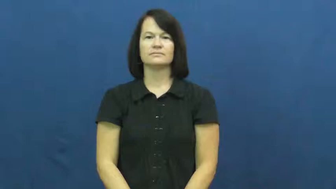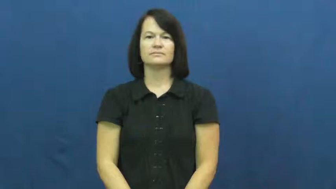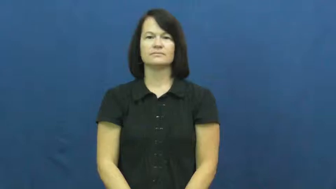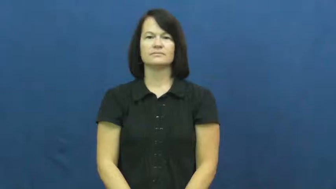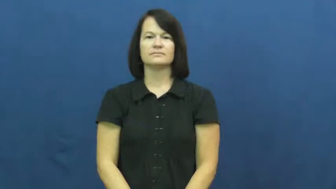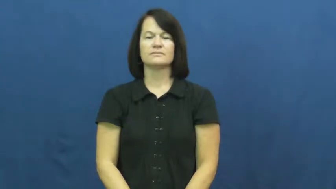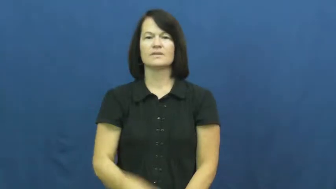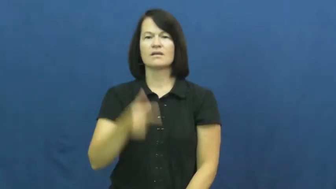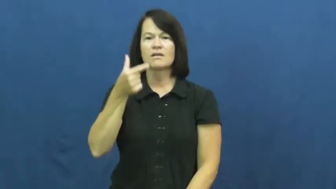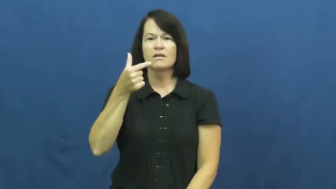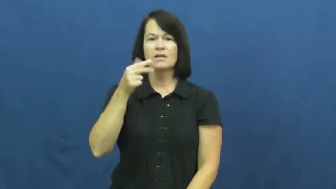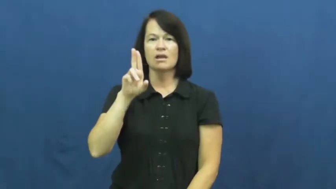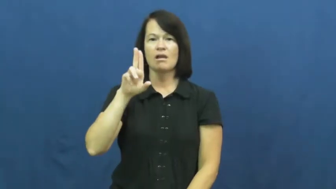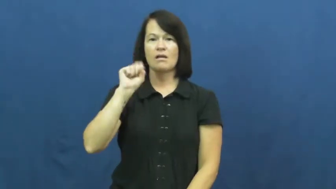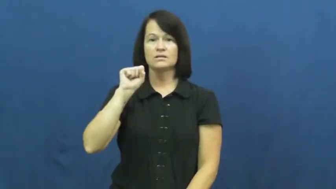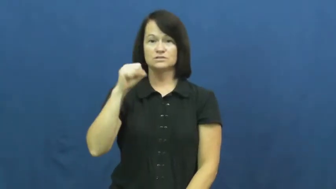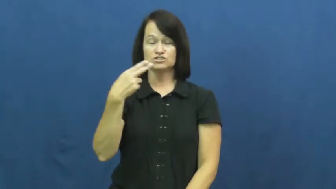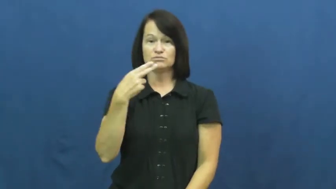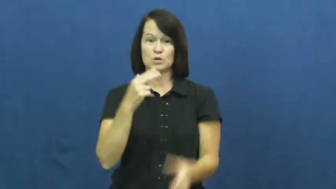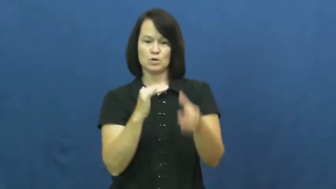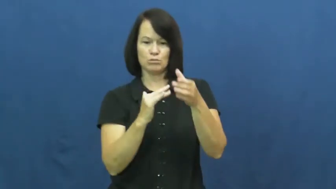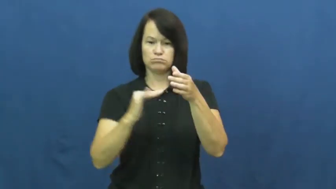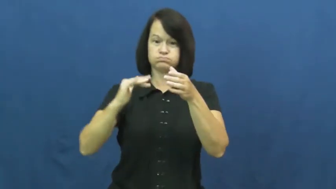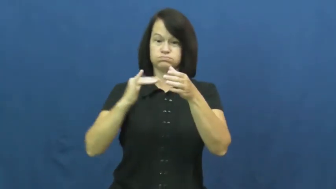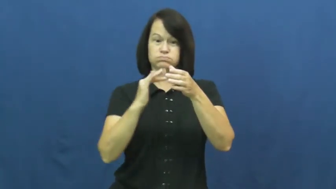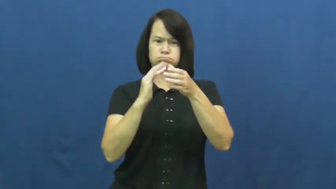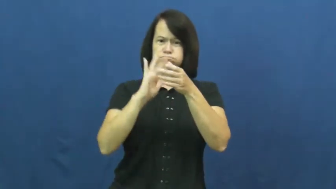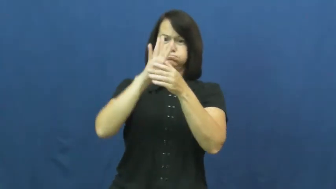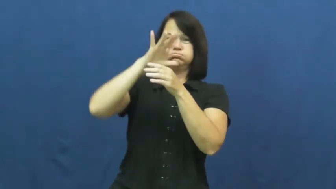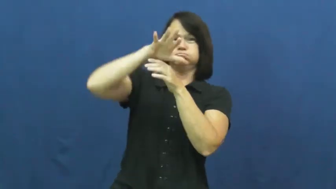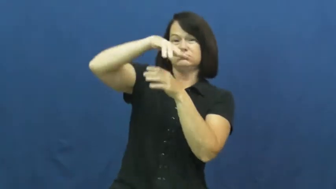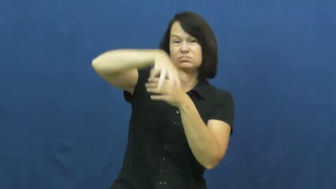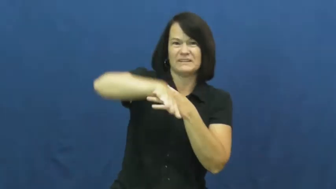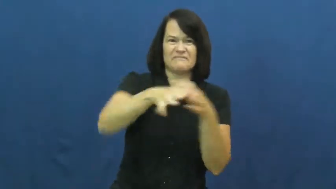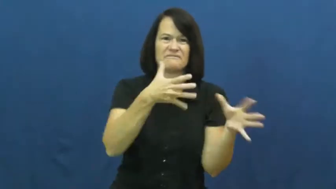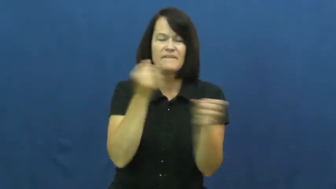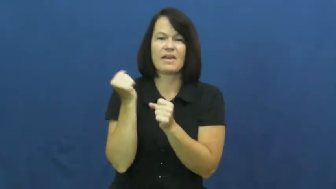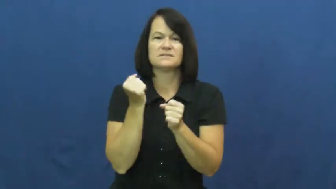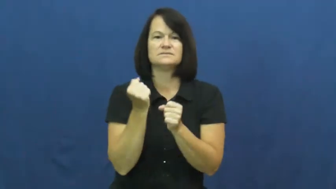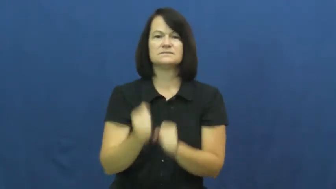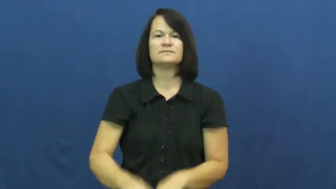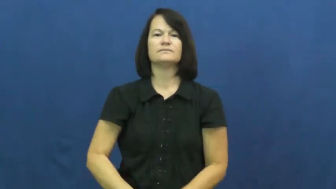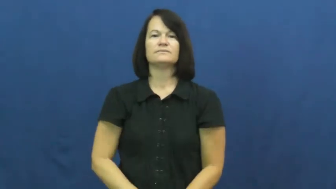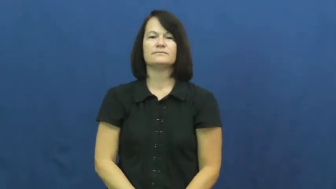gush